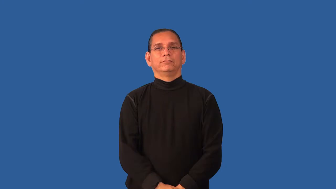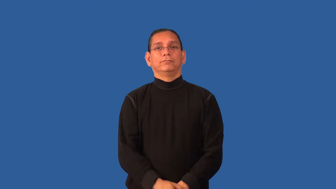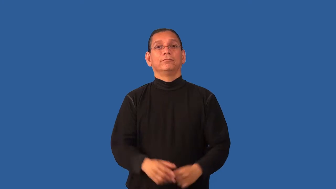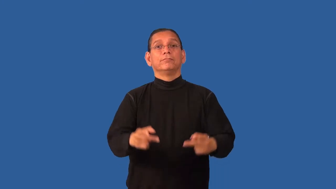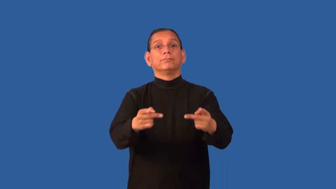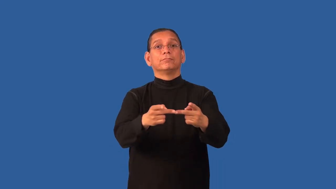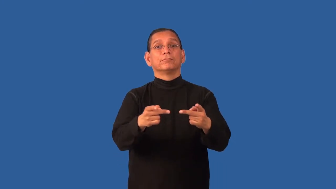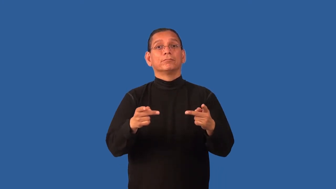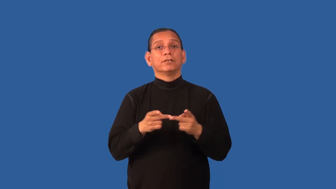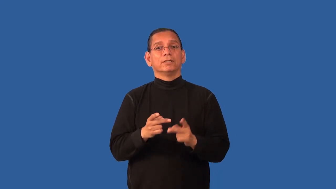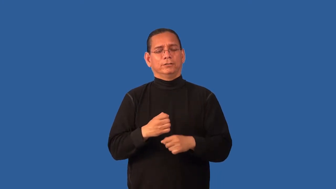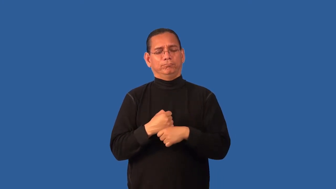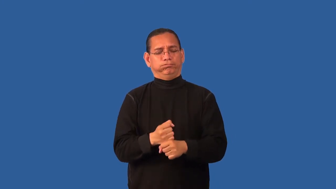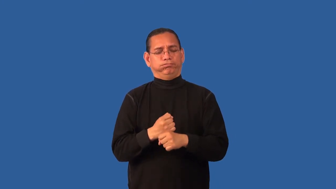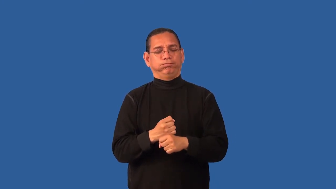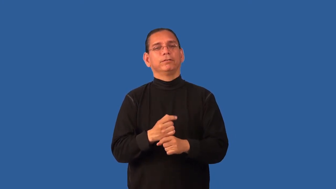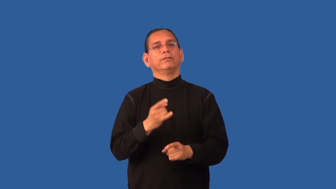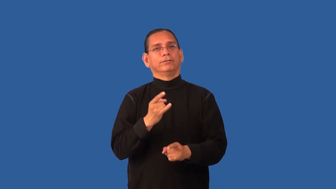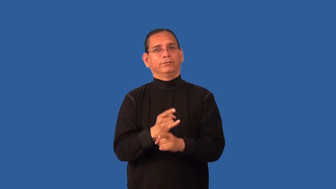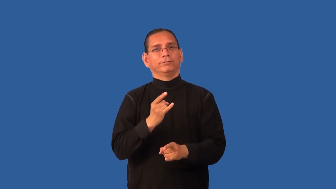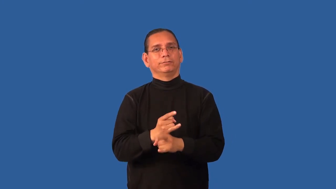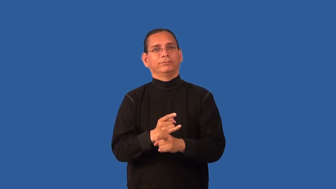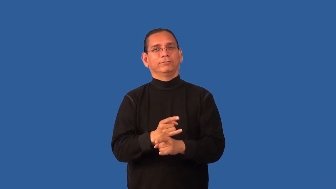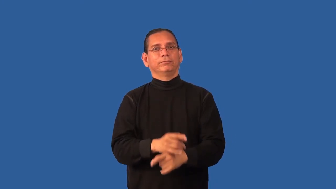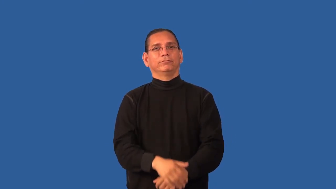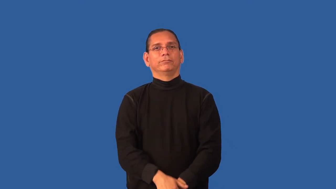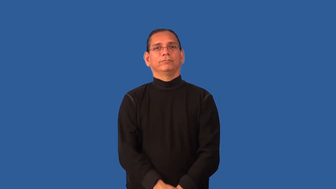distillery